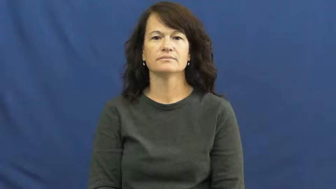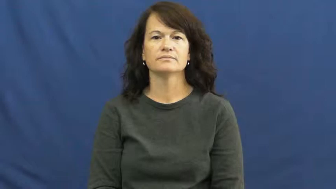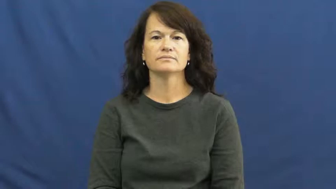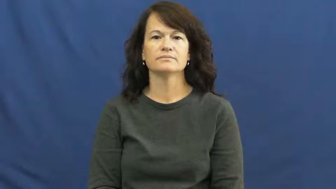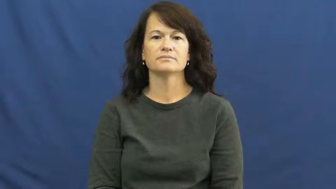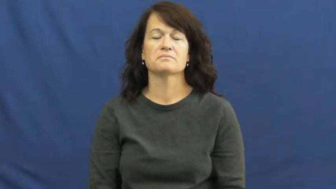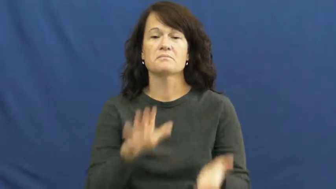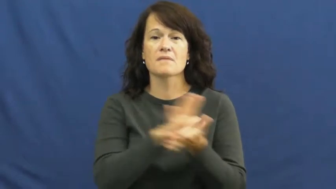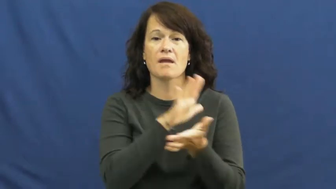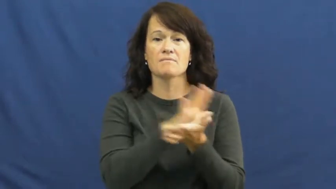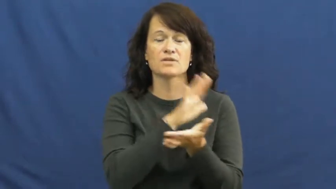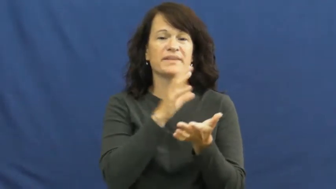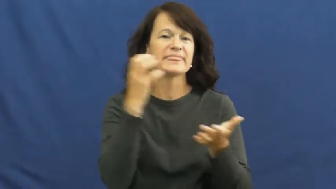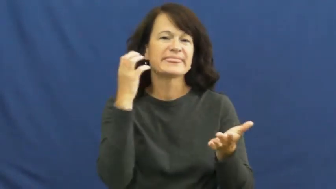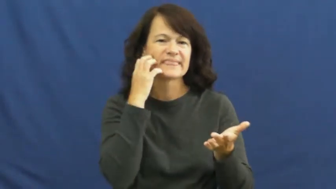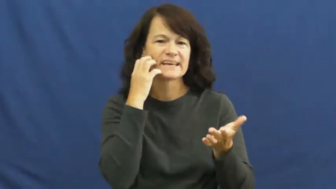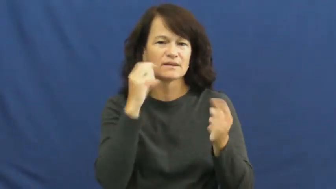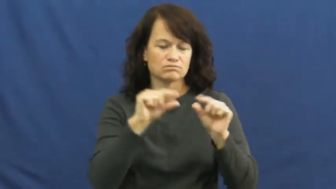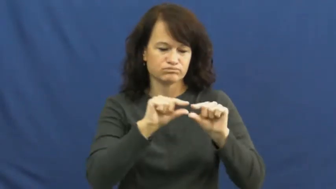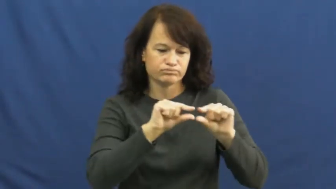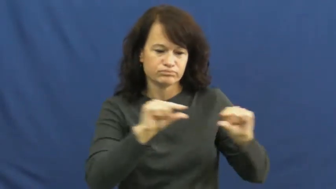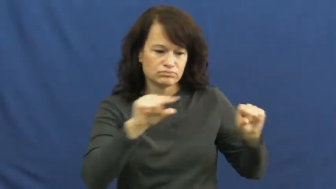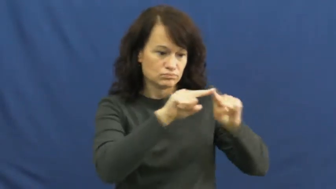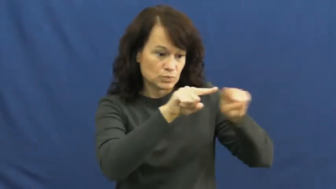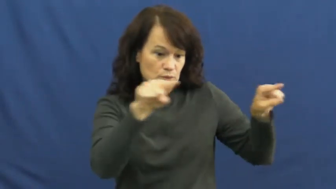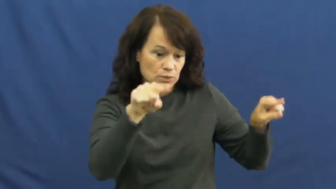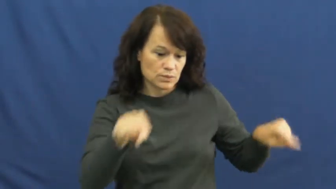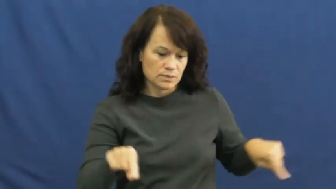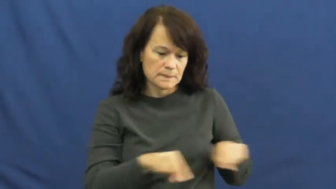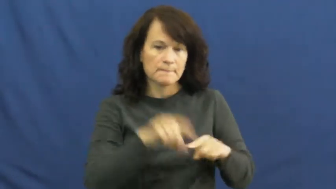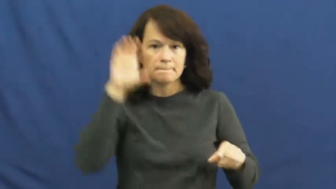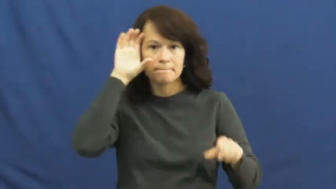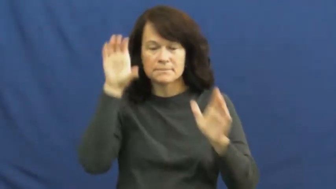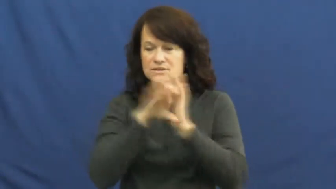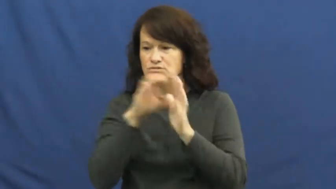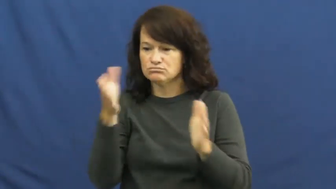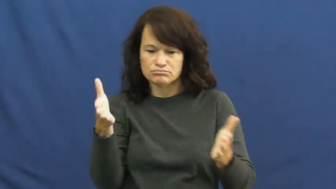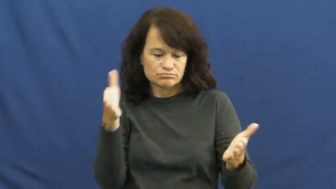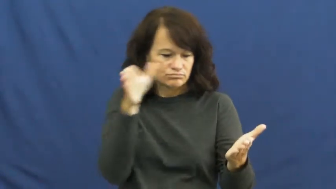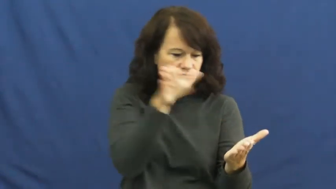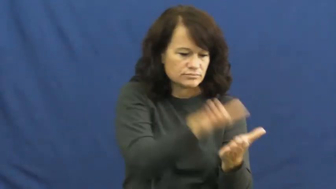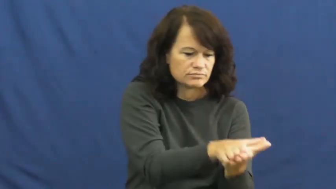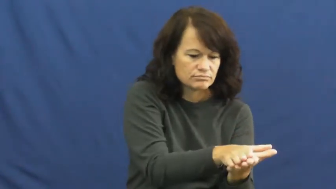mount,mount on-photo